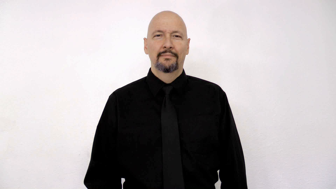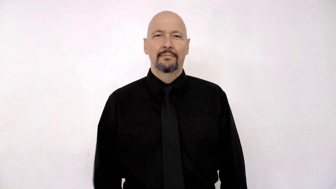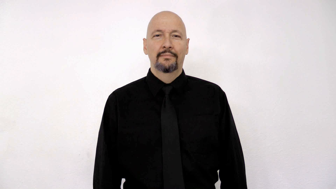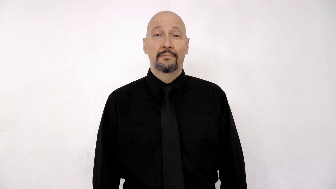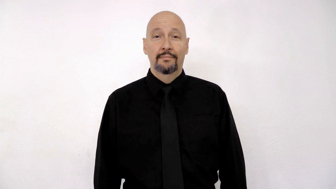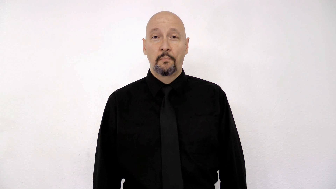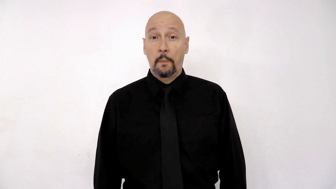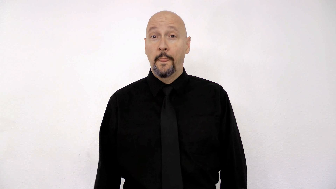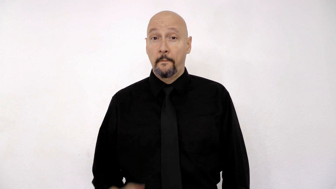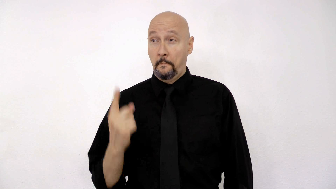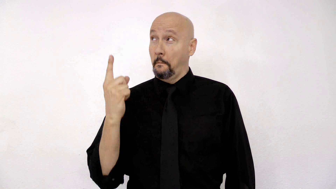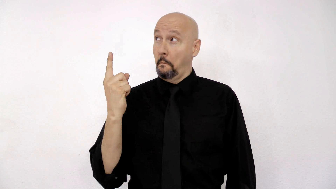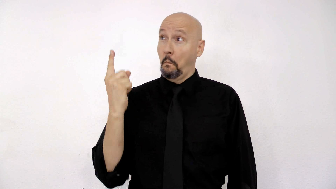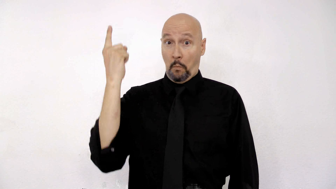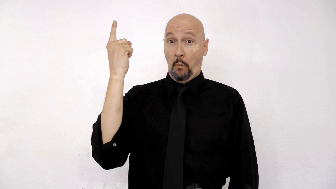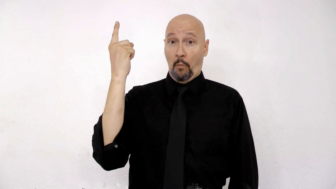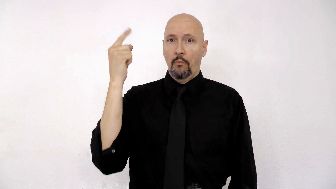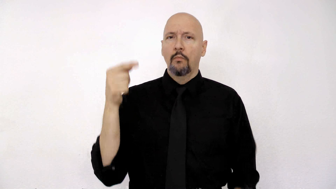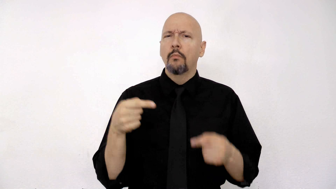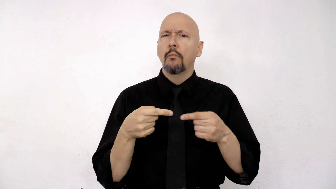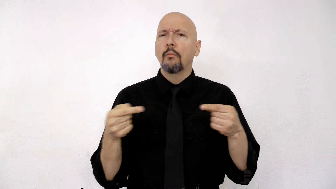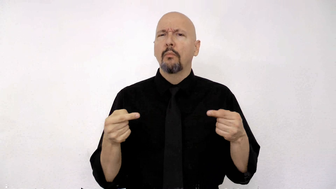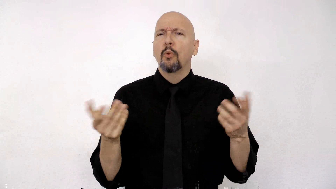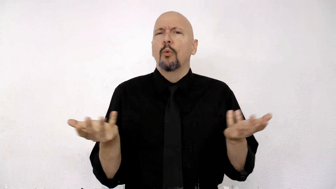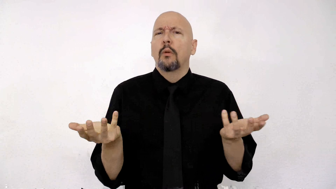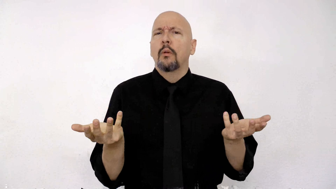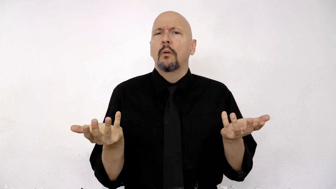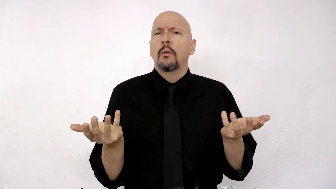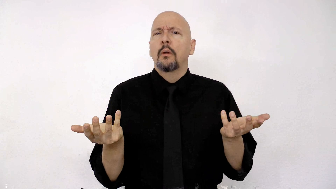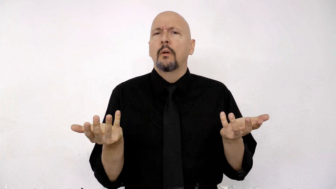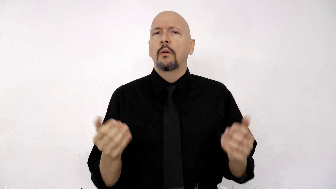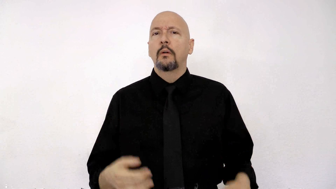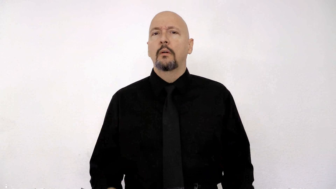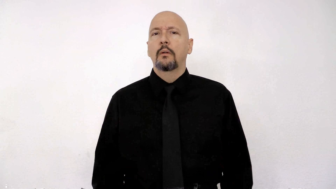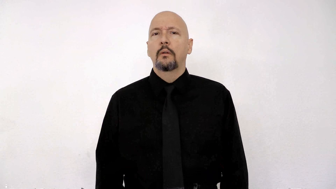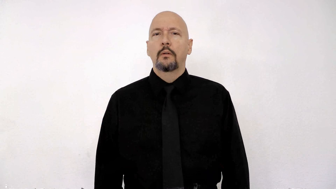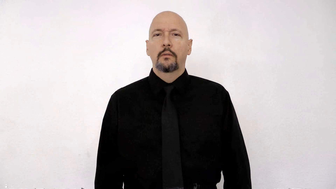UP OPPOSITE WHAT?